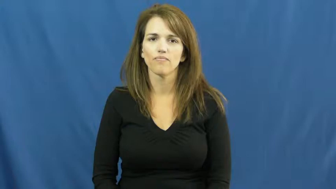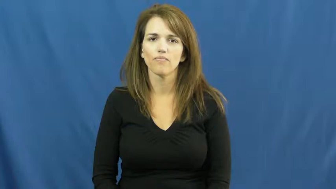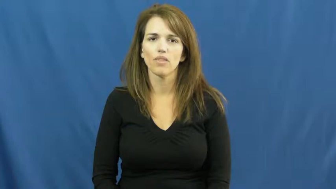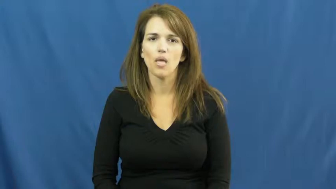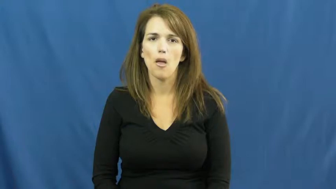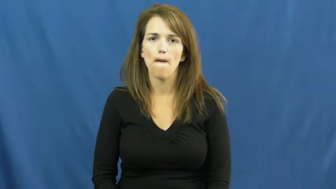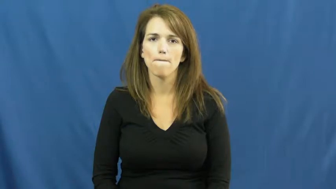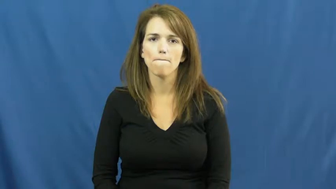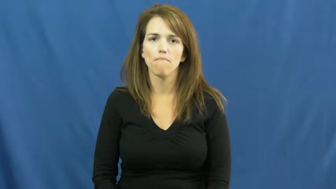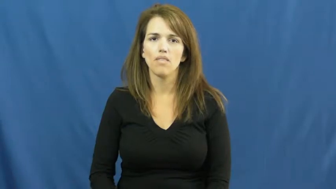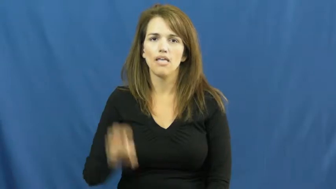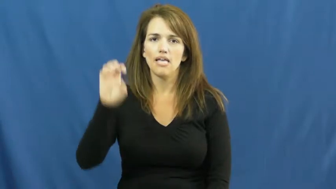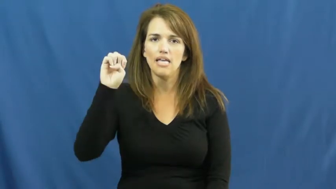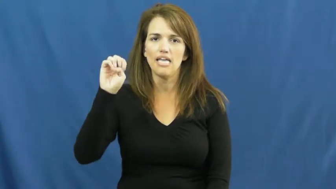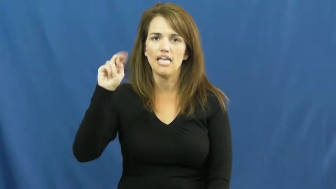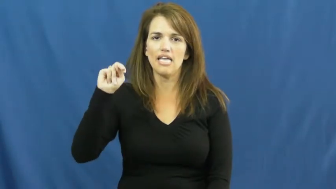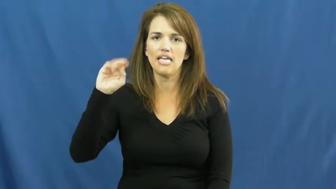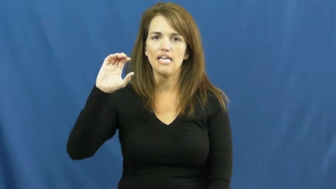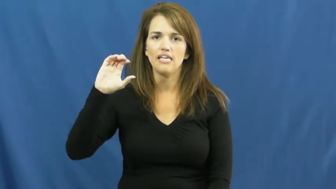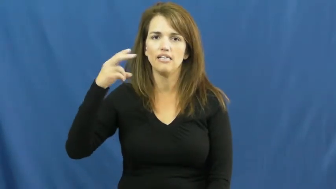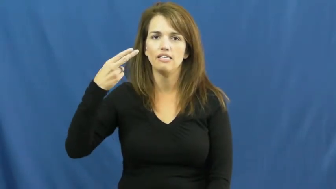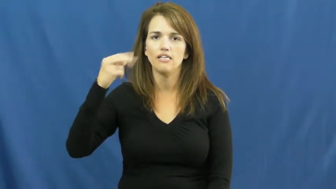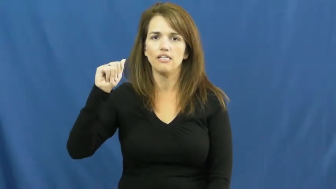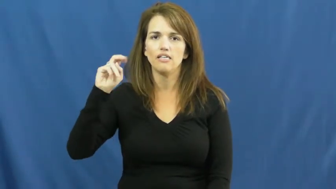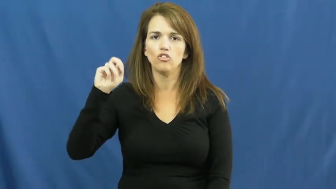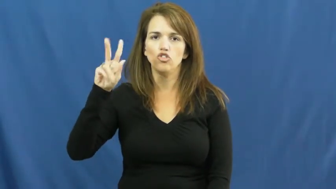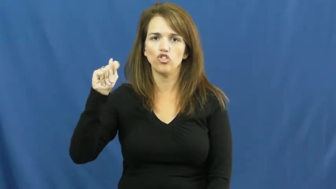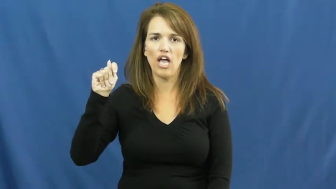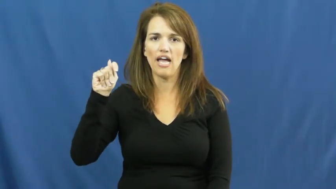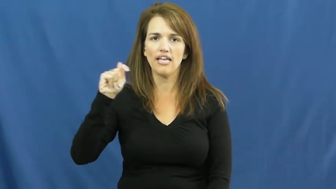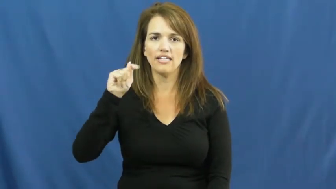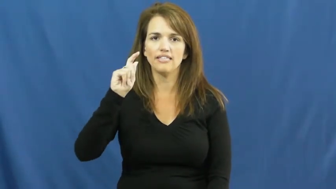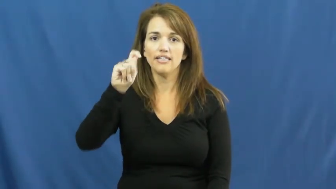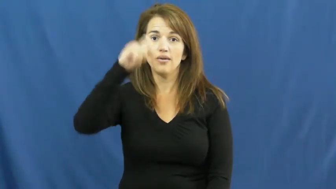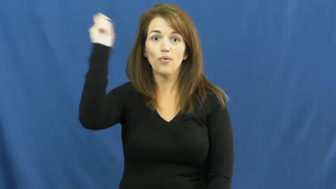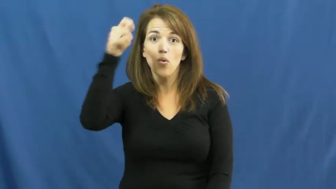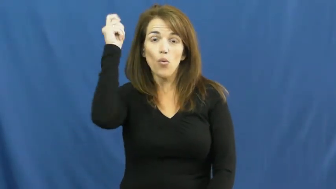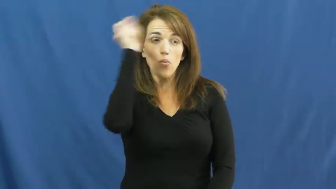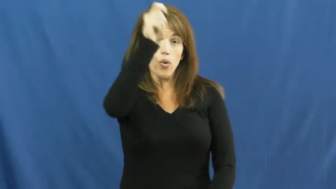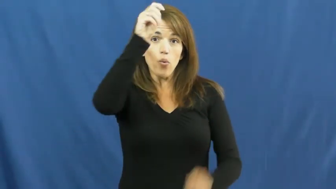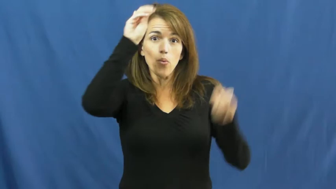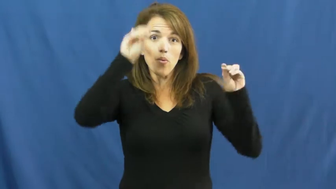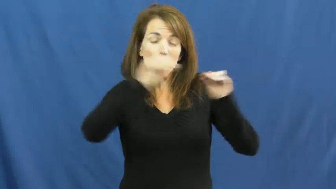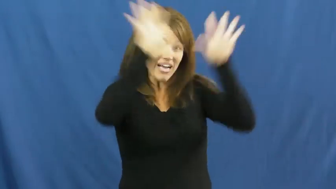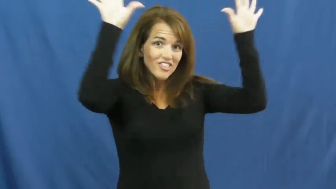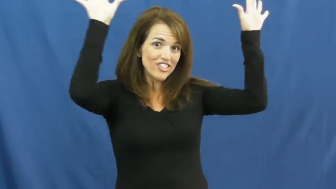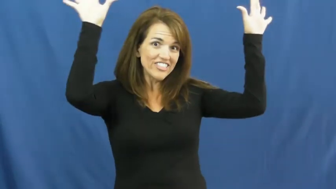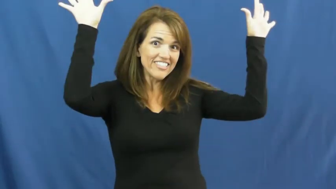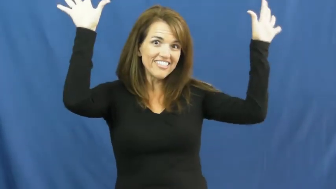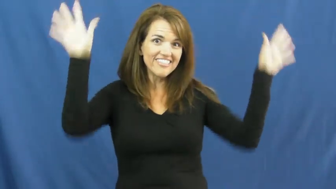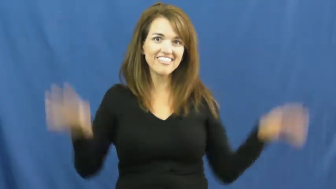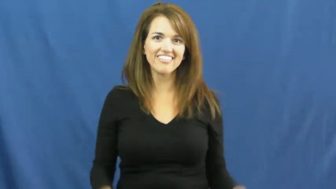enchant